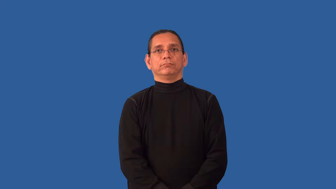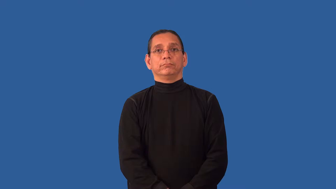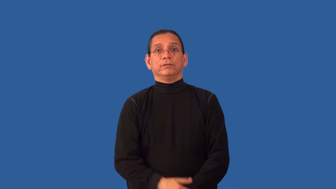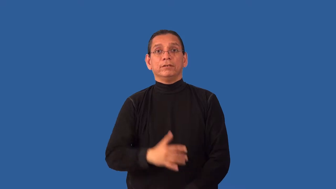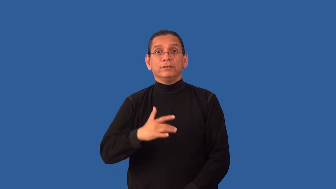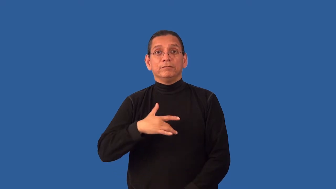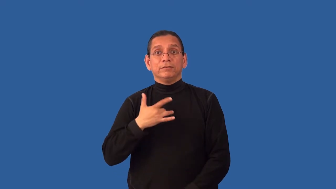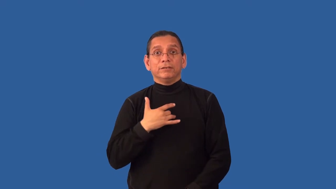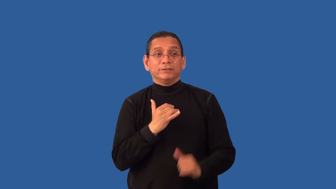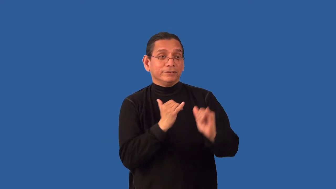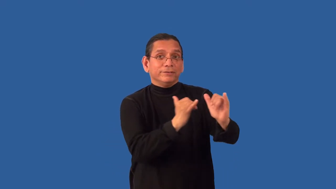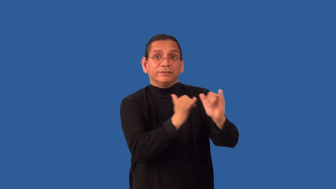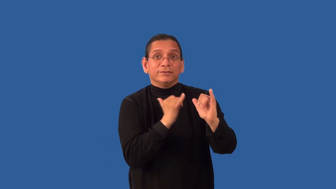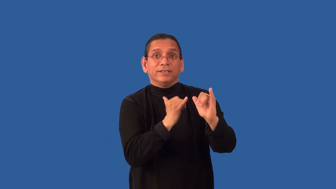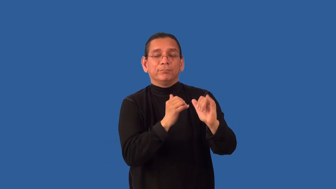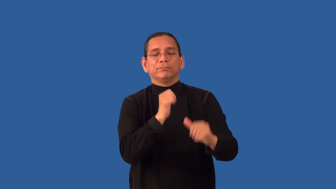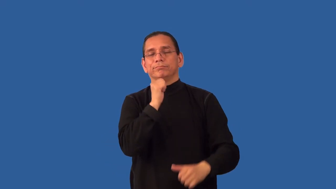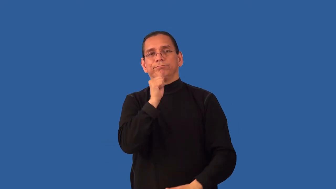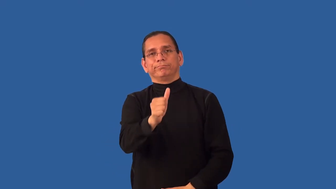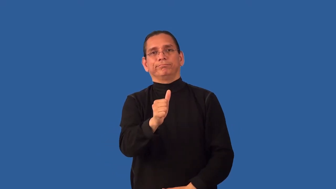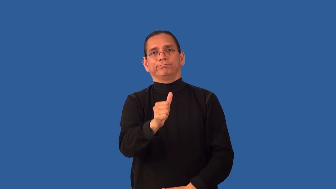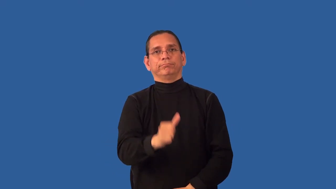unrequited